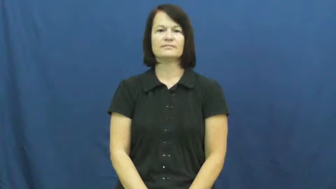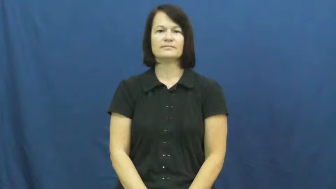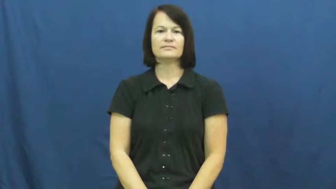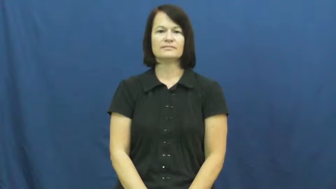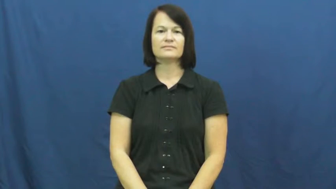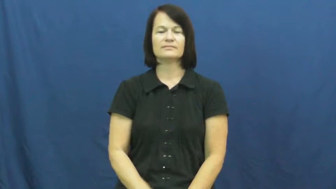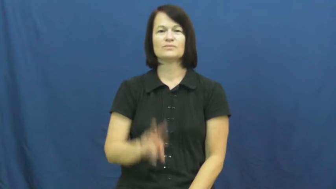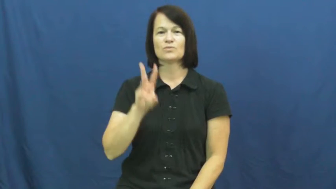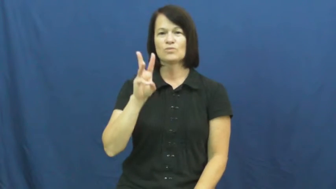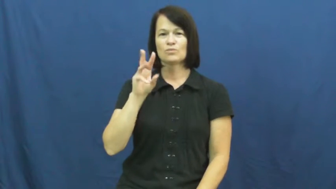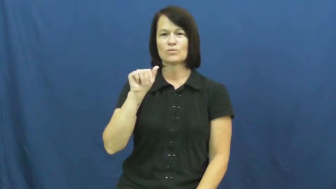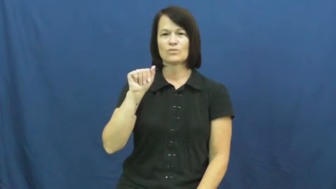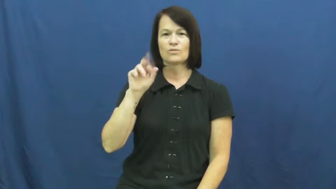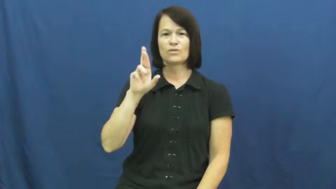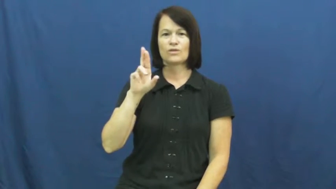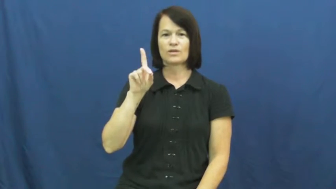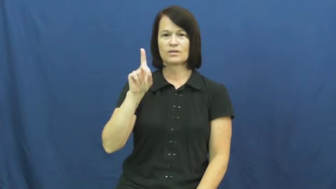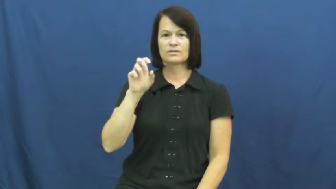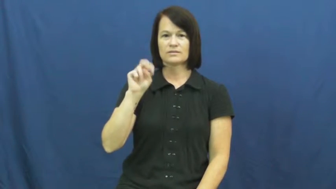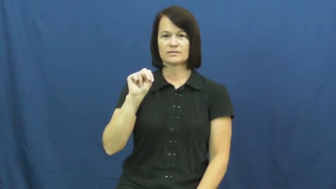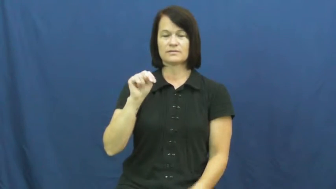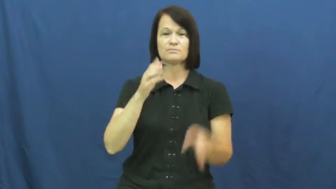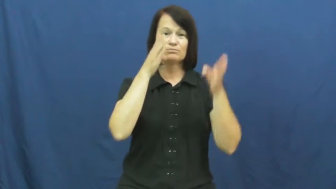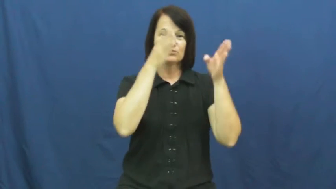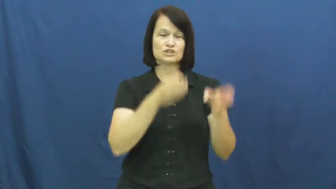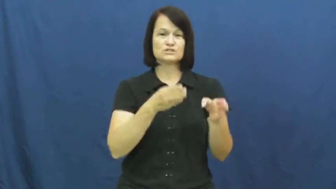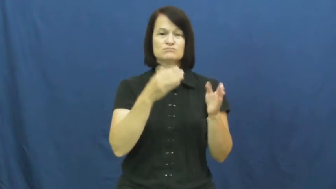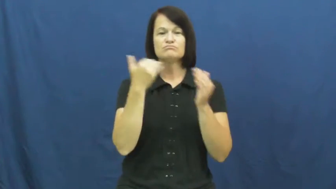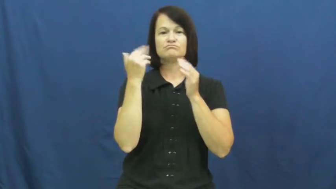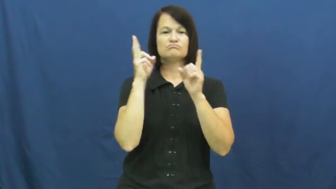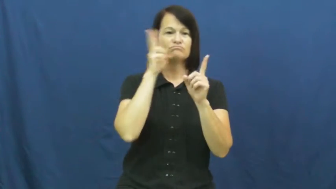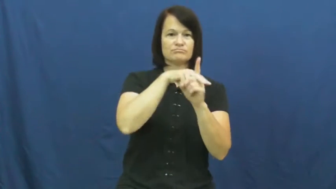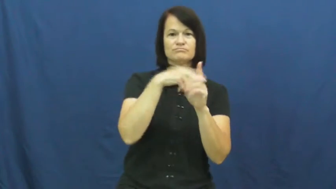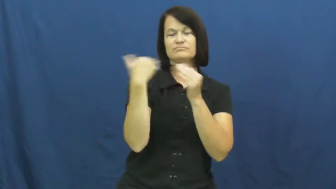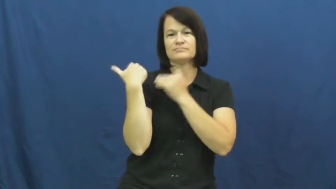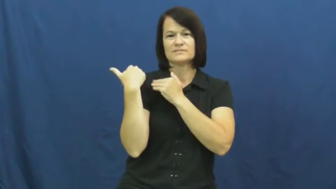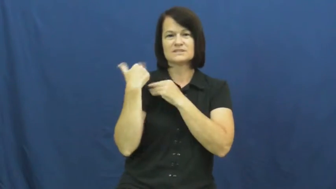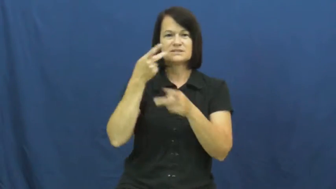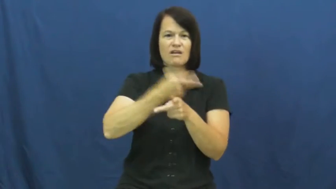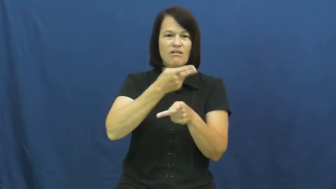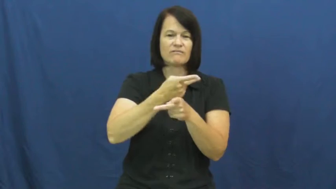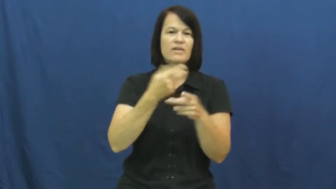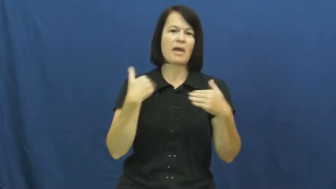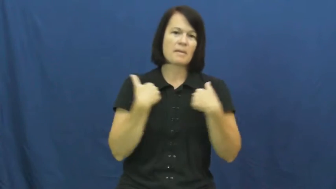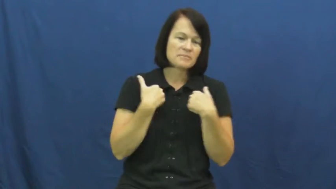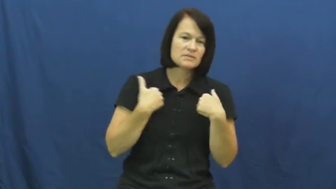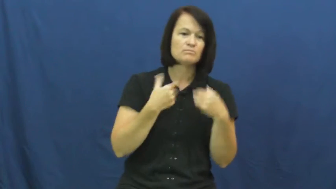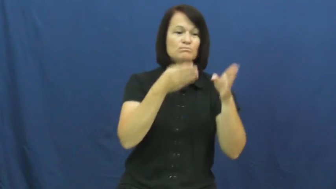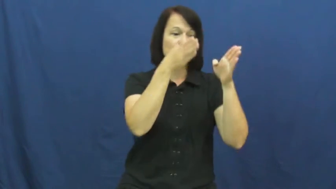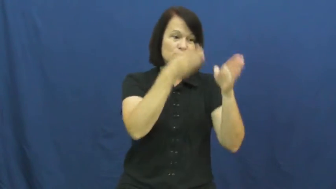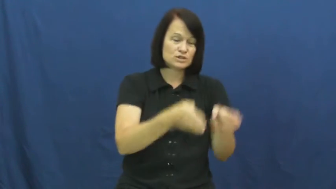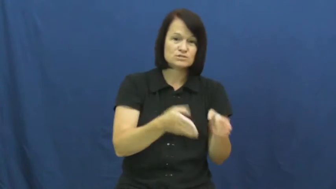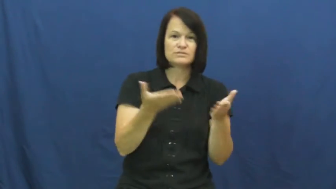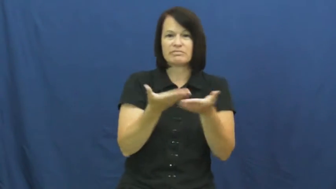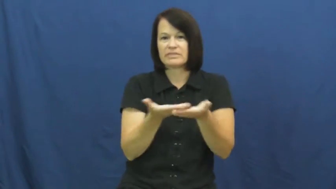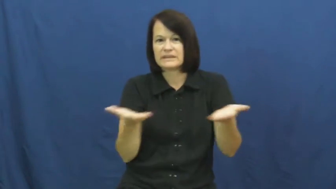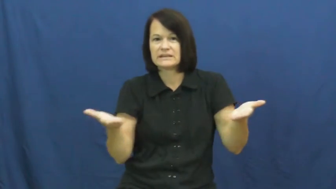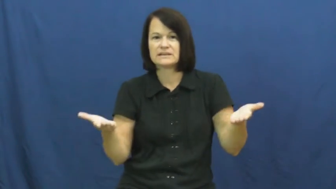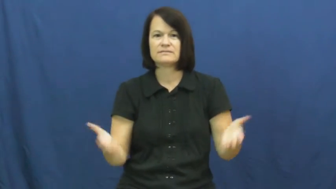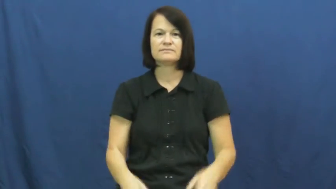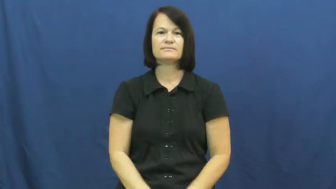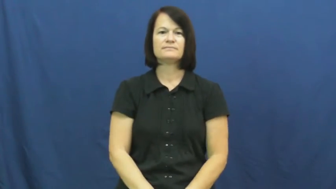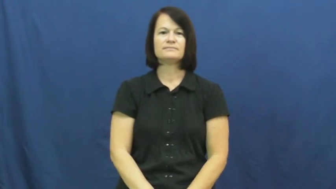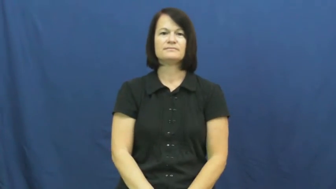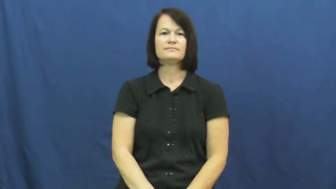warden-caretaker